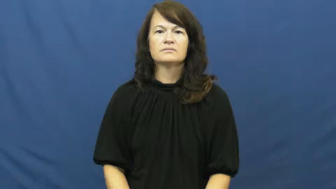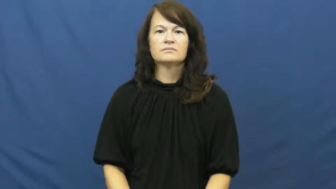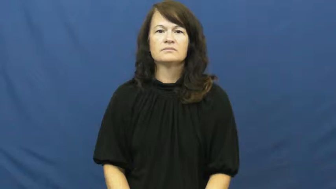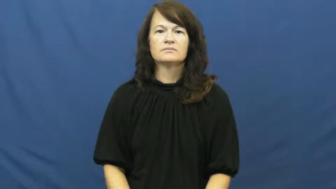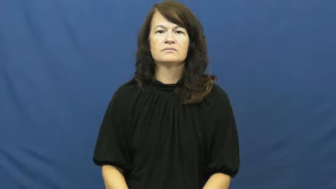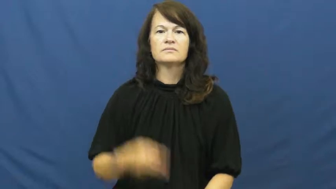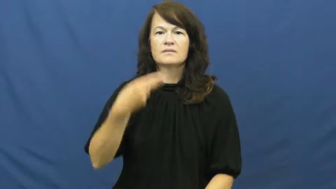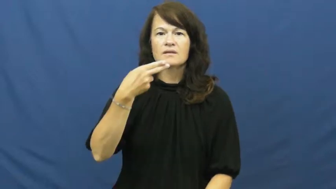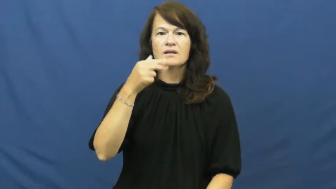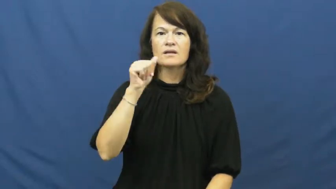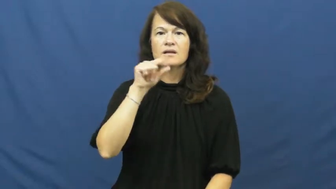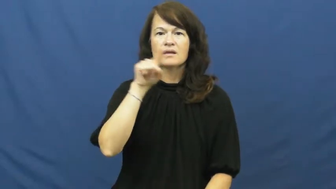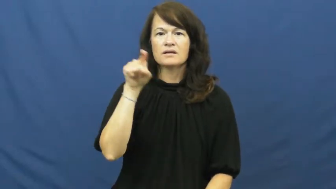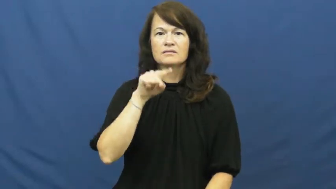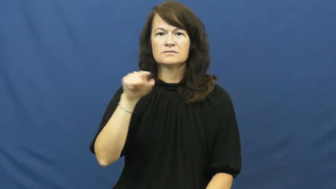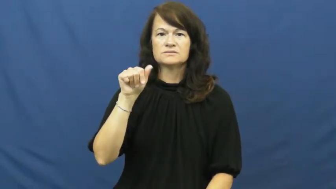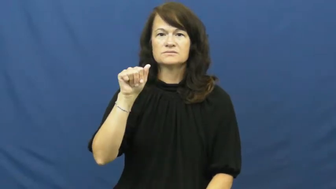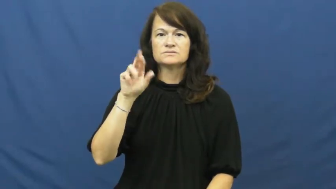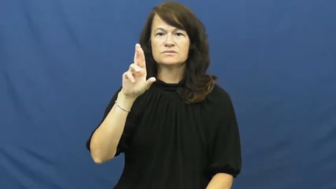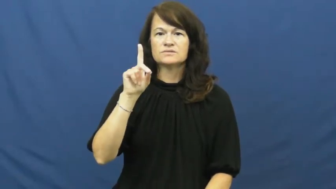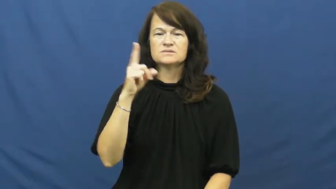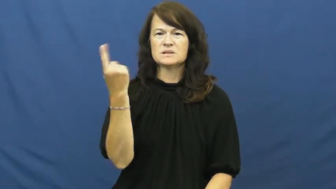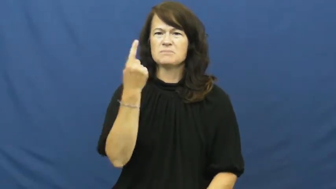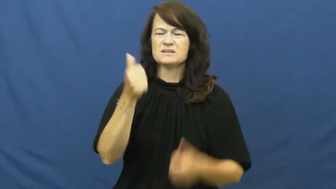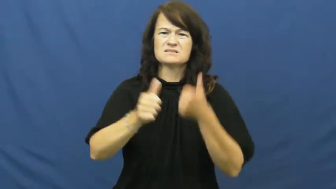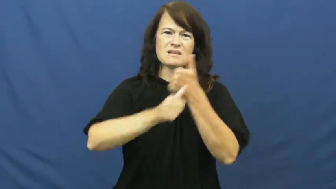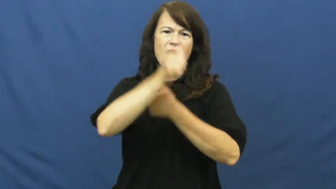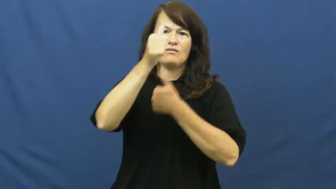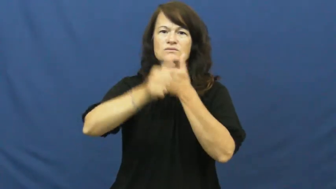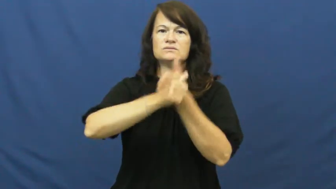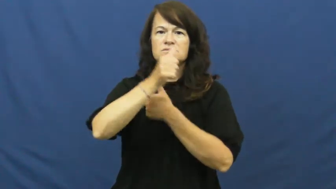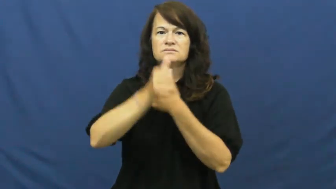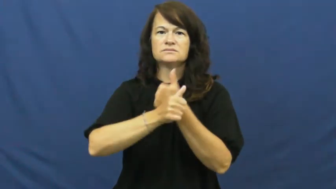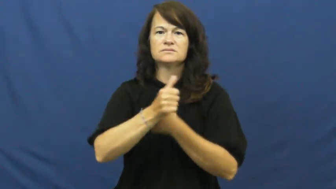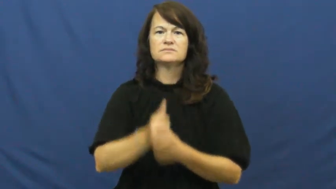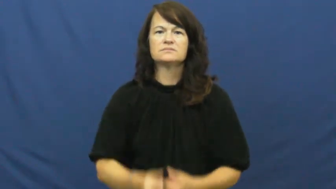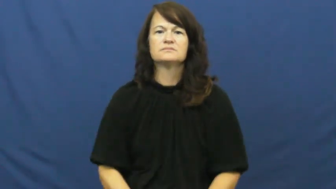hazard